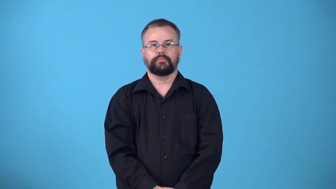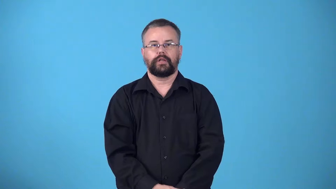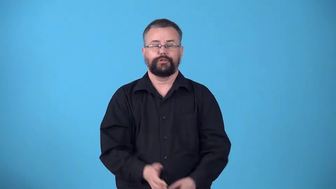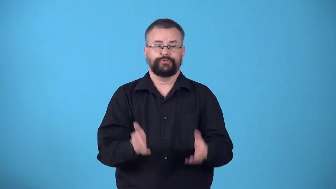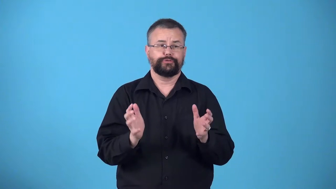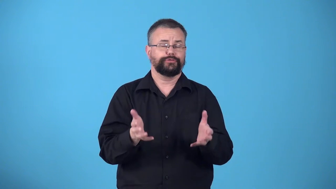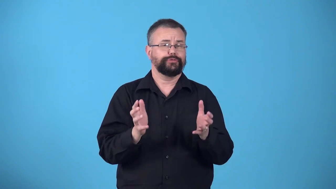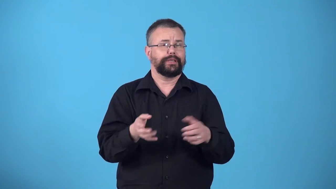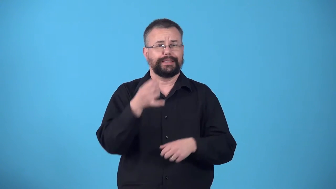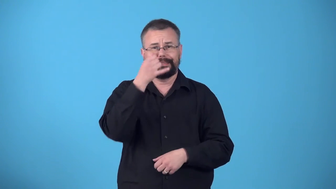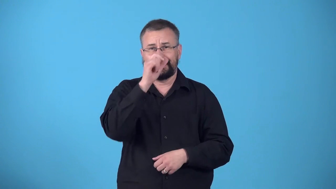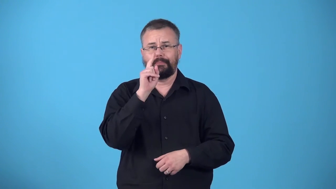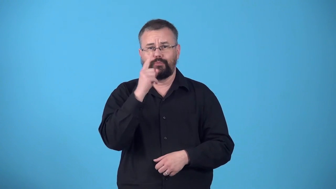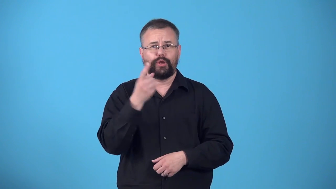witter